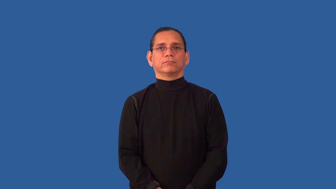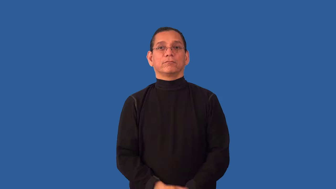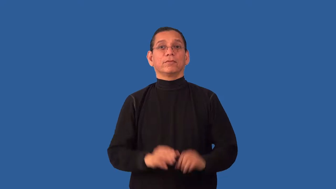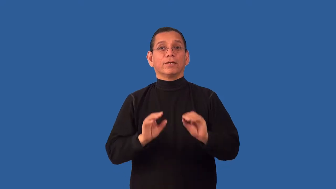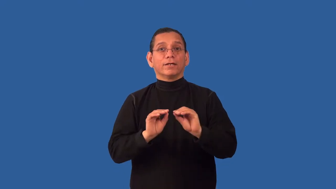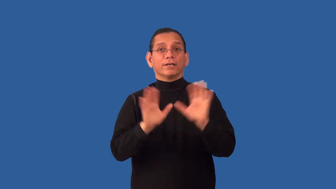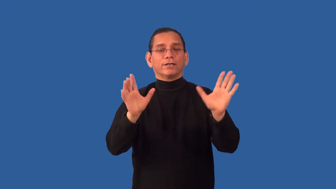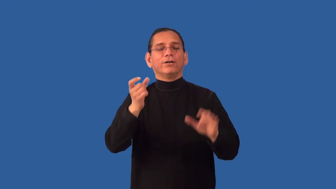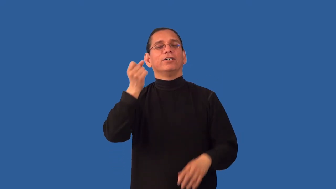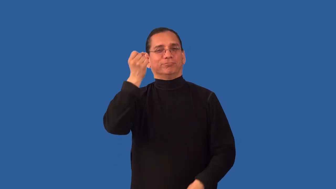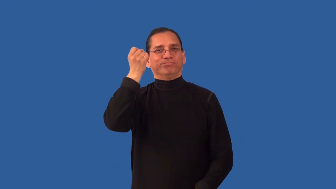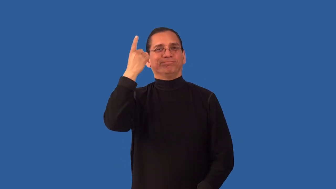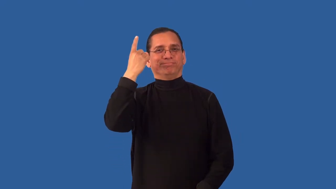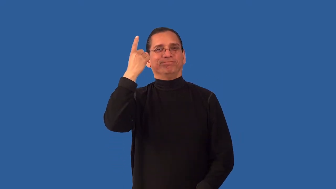unambiguous